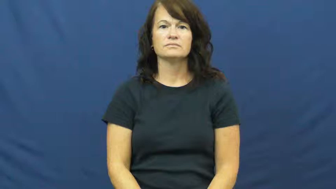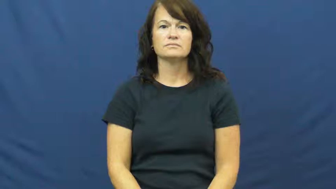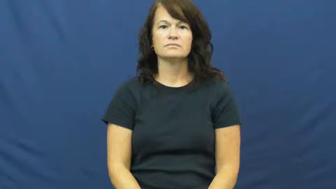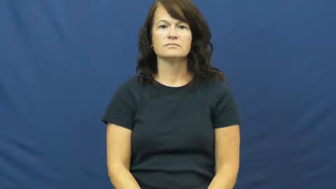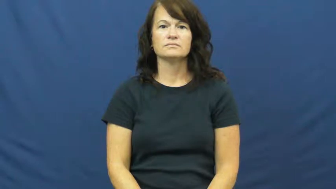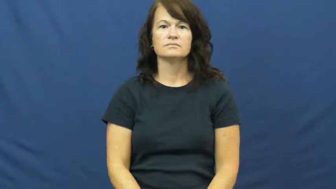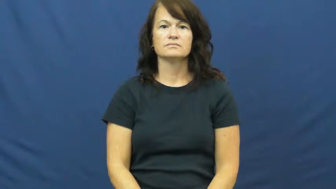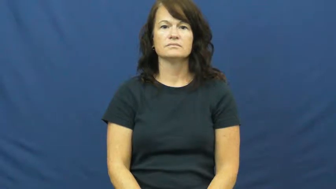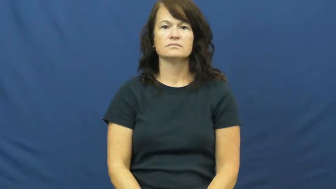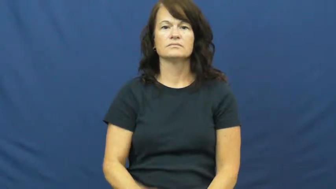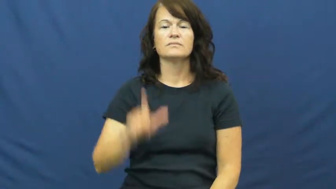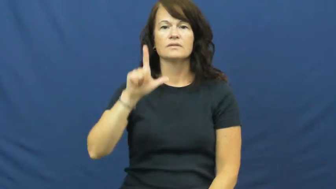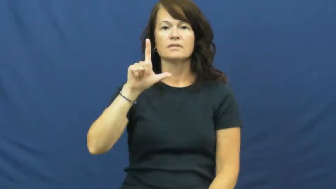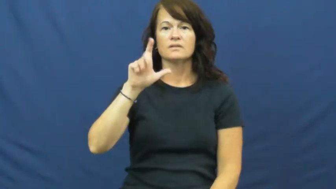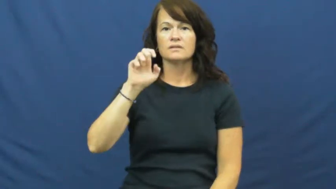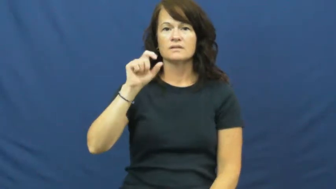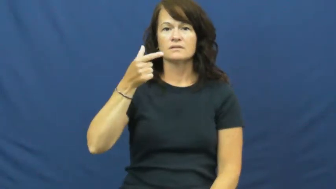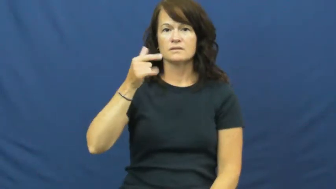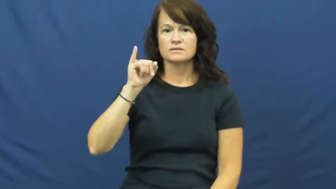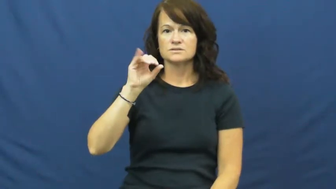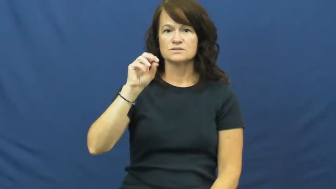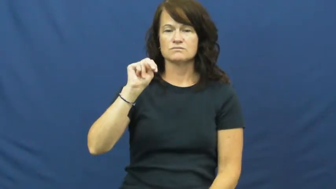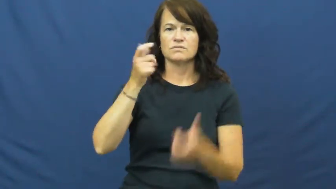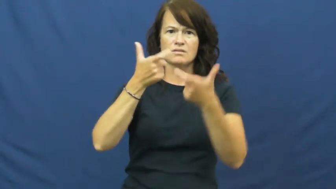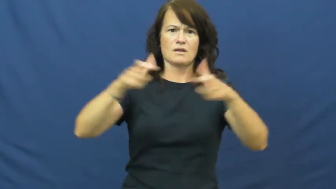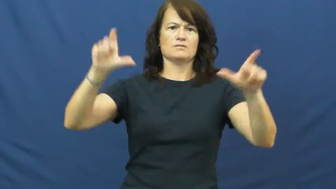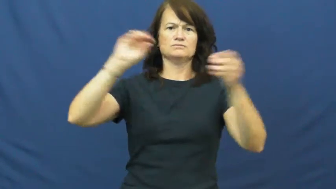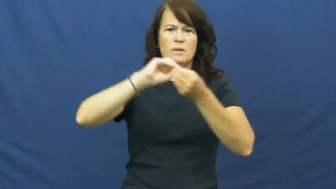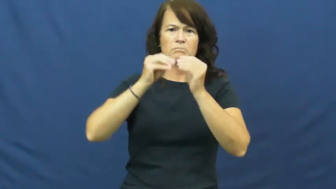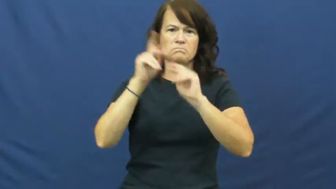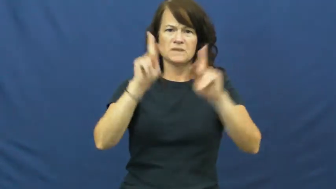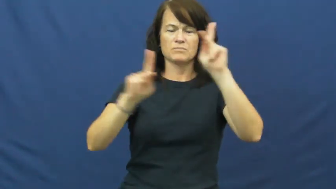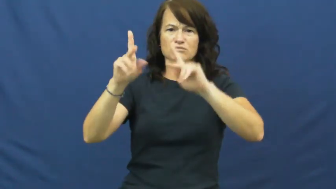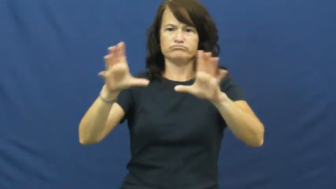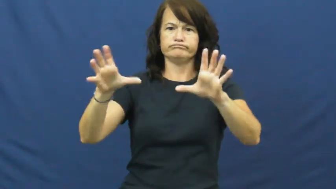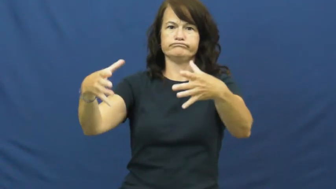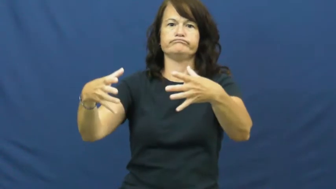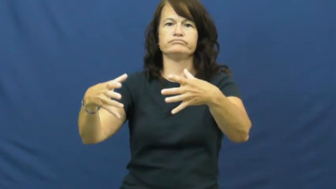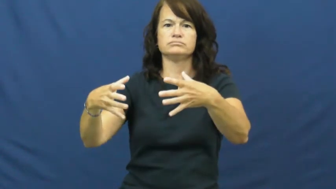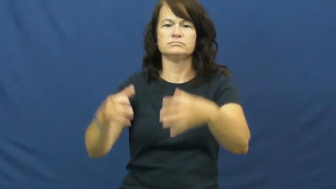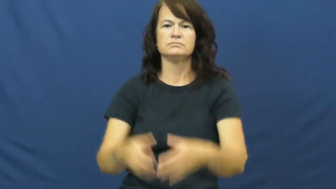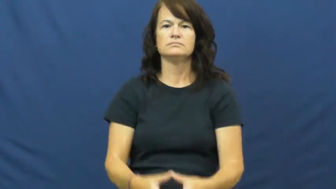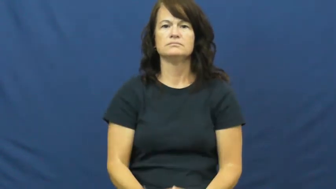legion